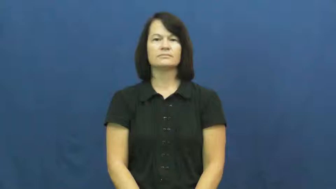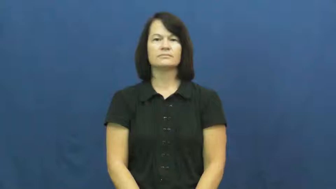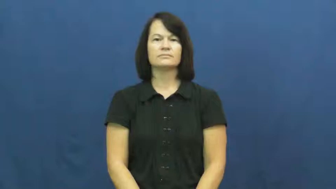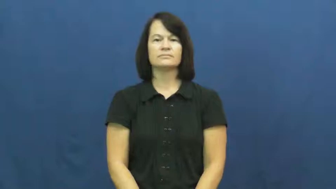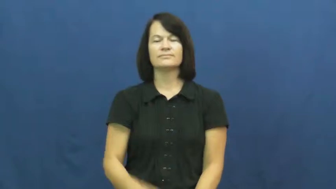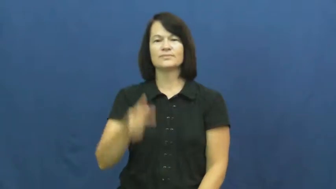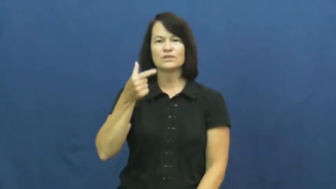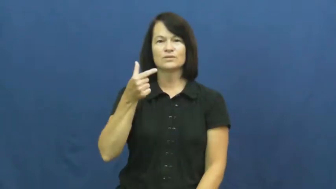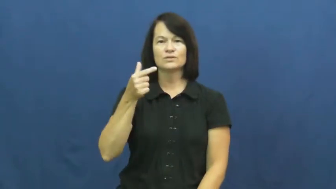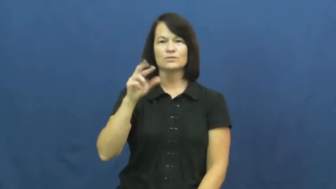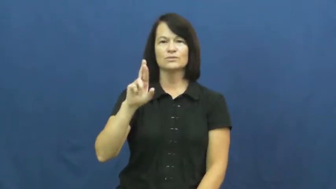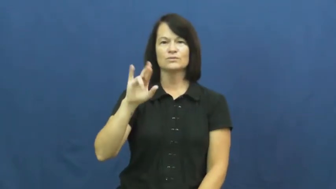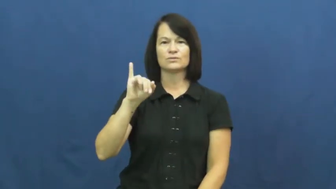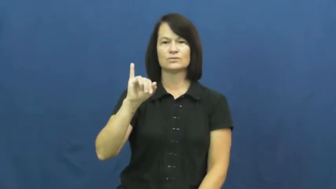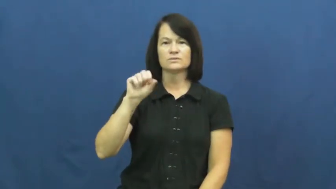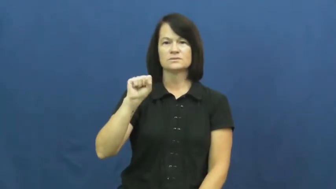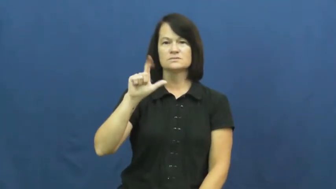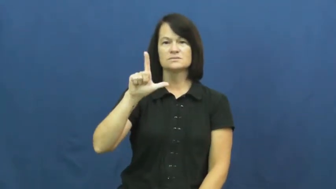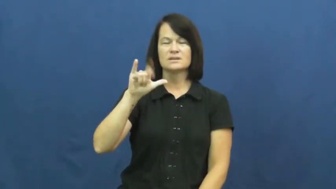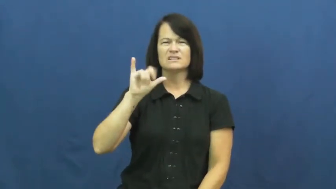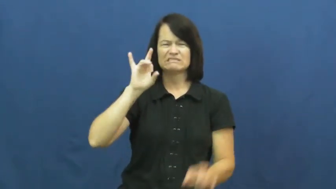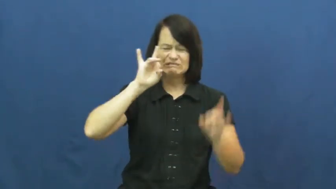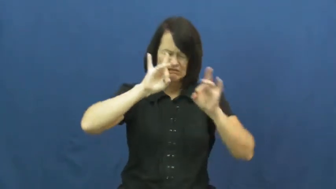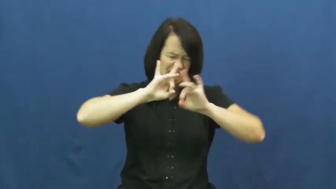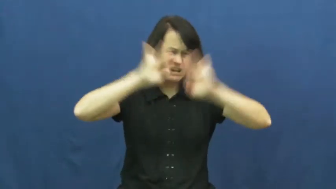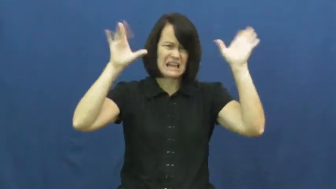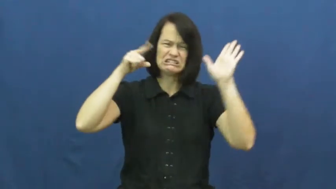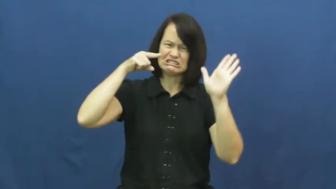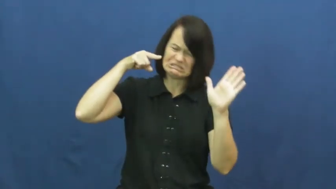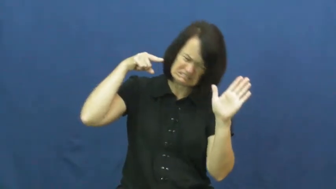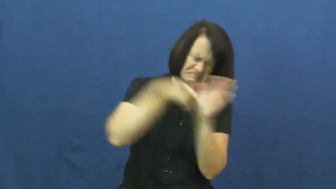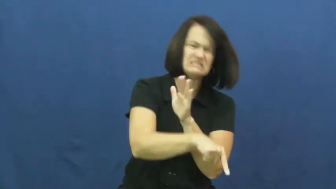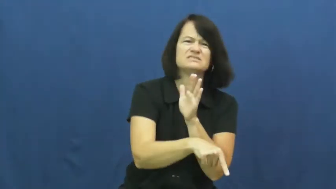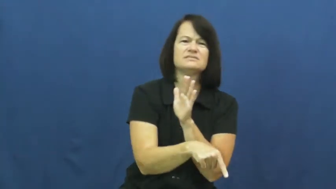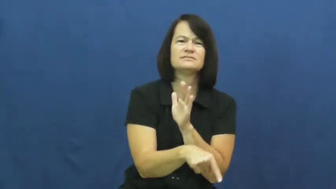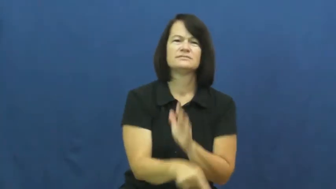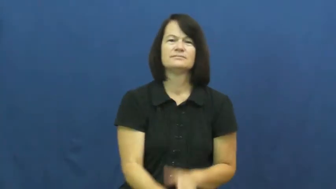grisly